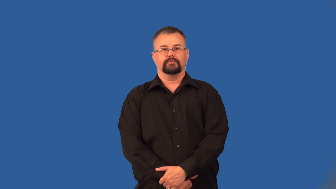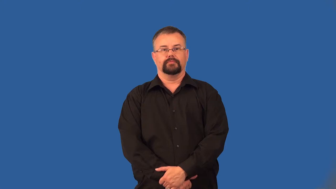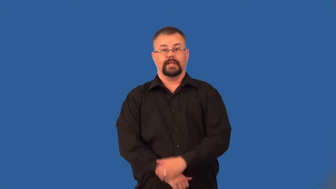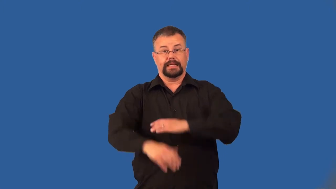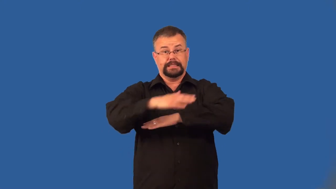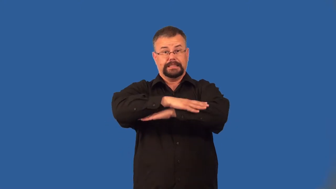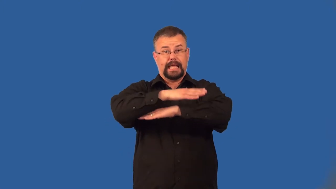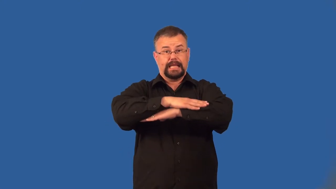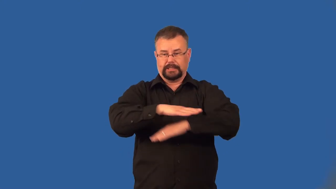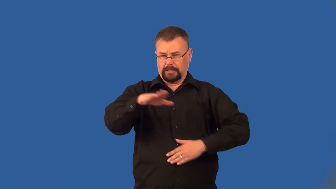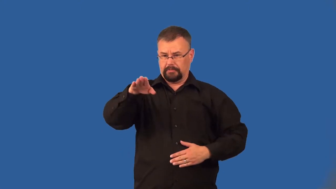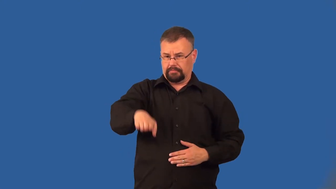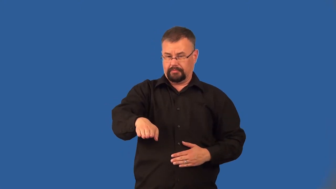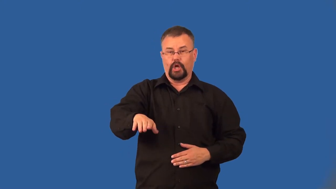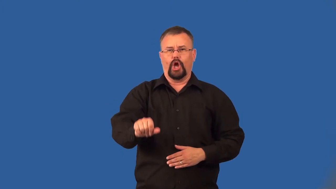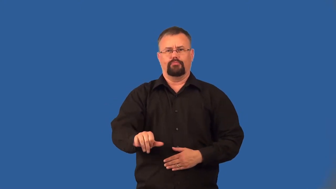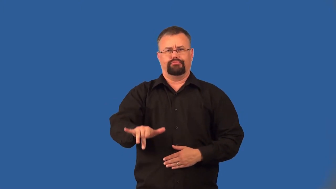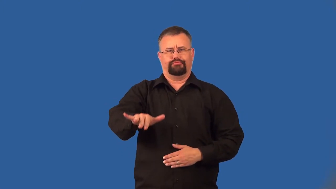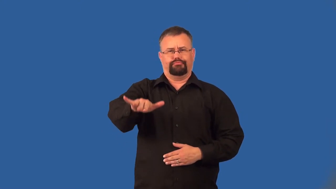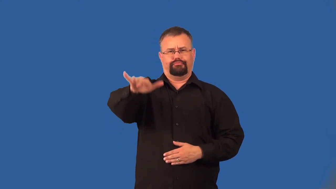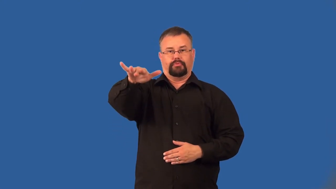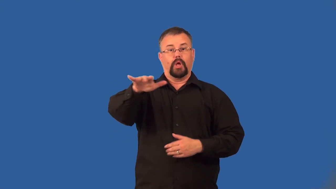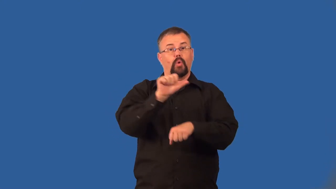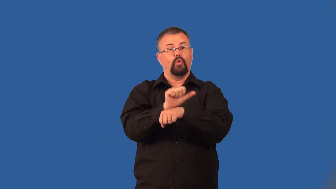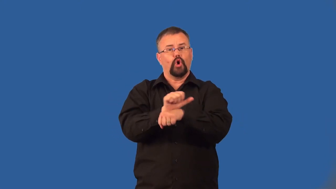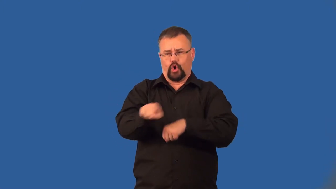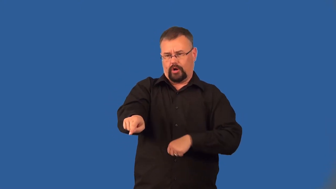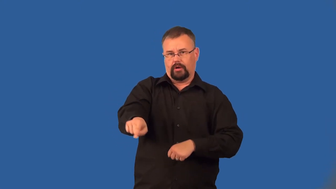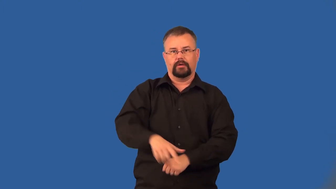inbox